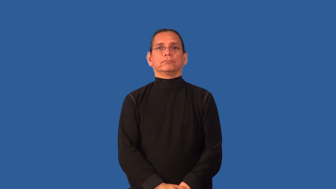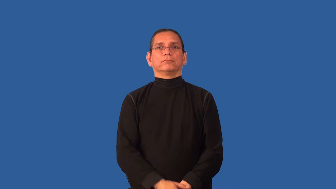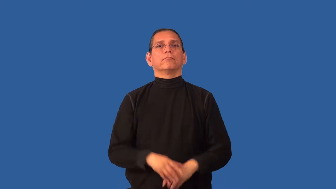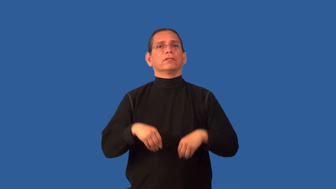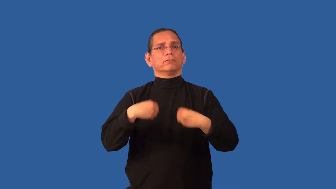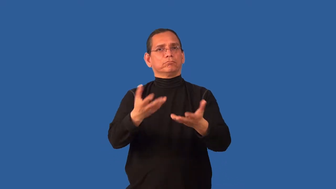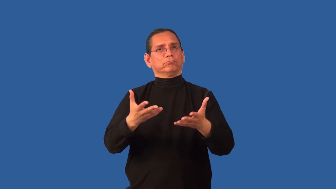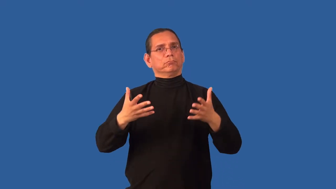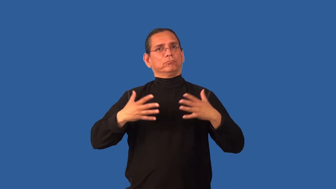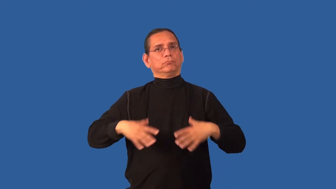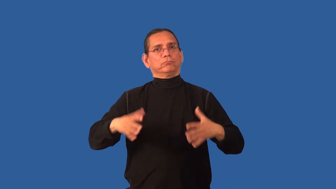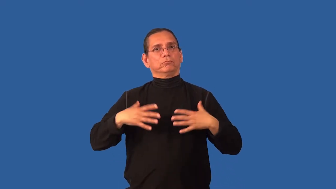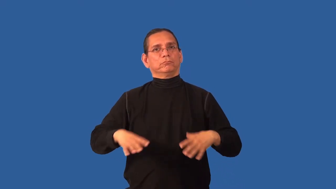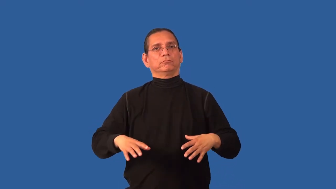clothe-provide clothes